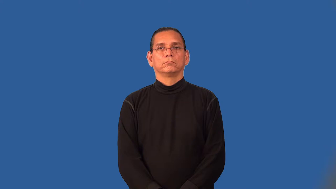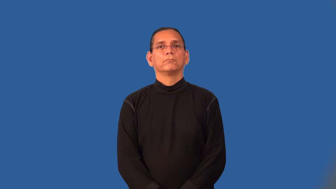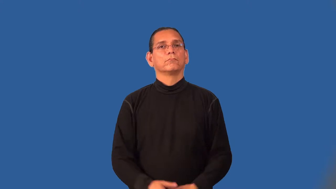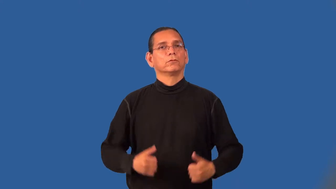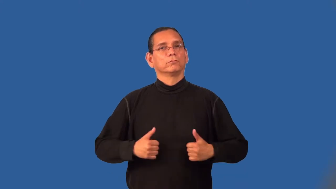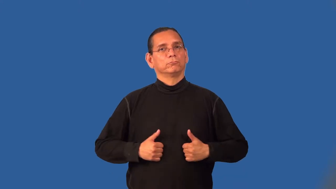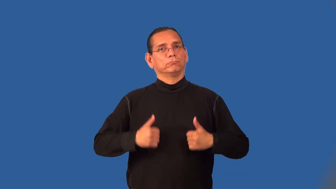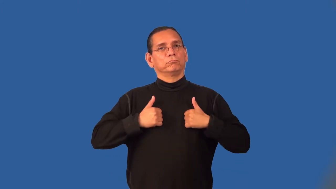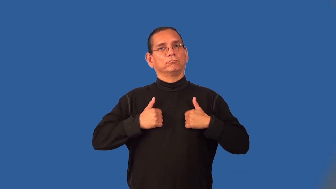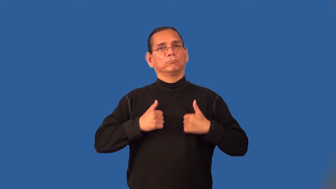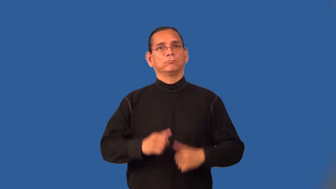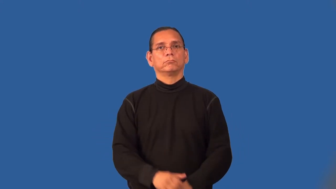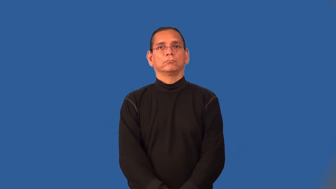residence